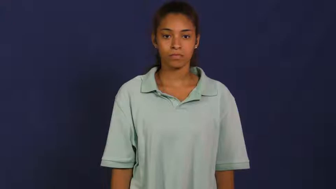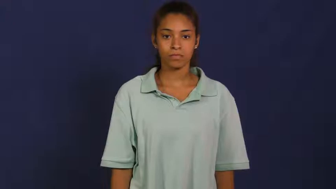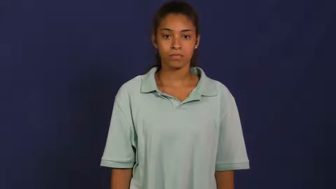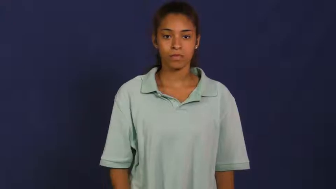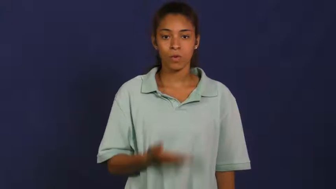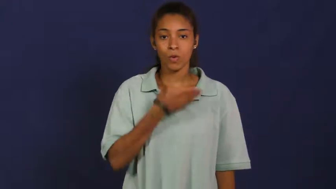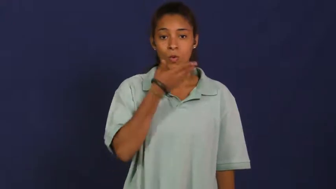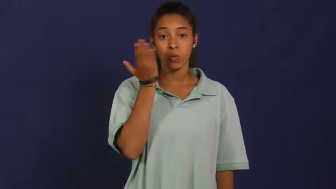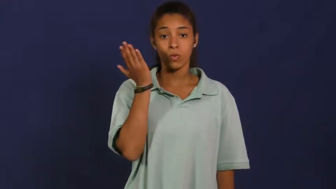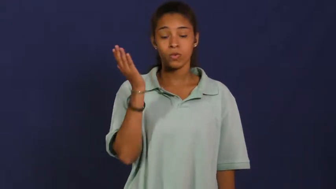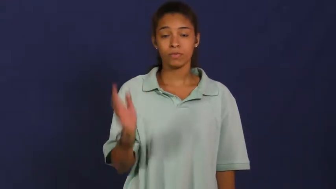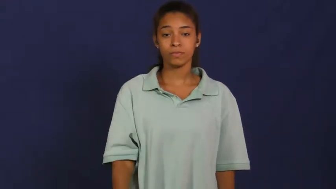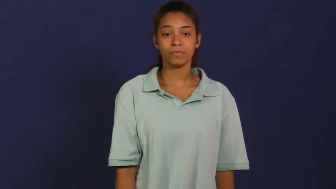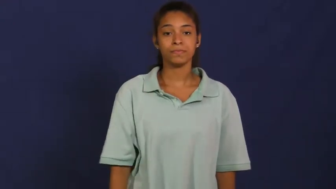zilch,all gone,out of,outta,out